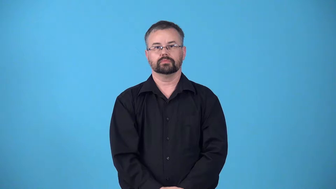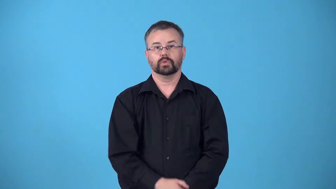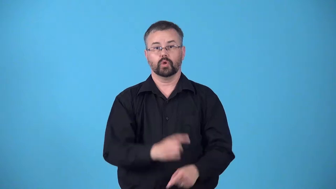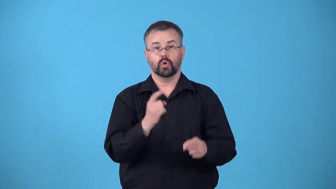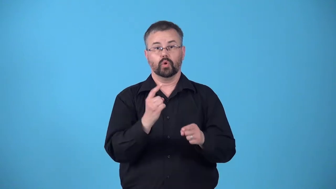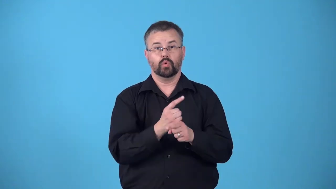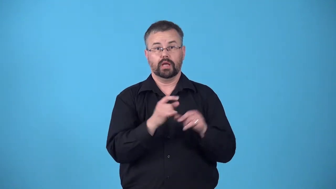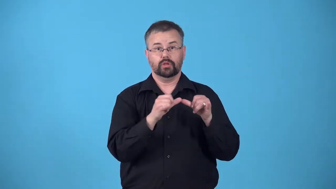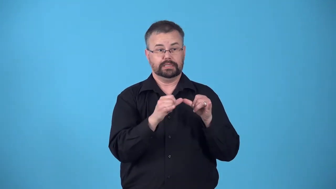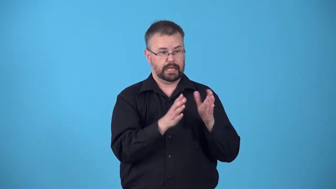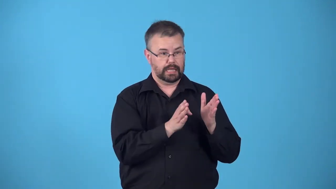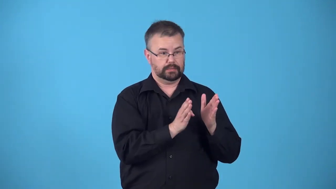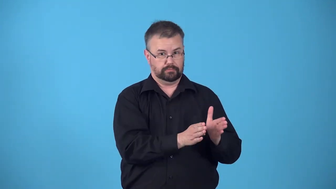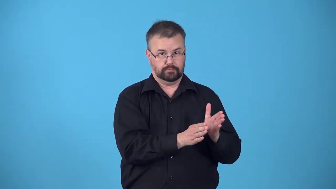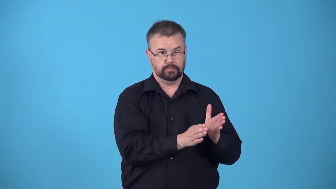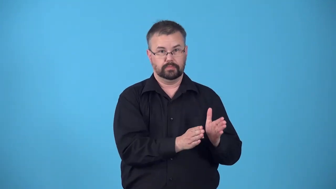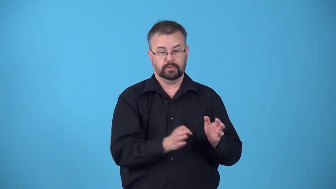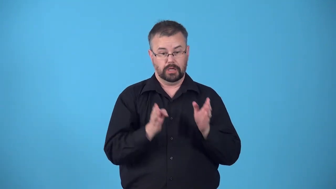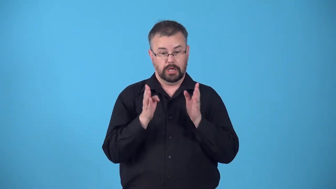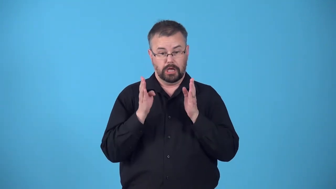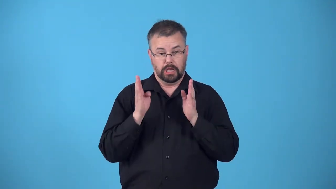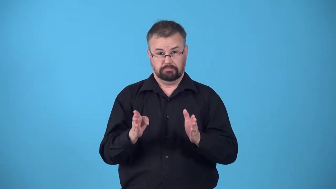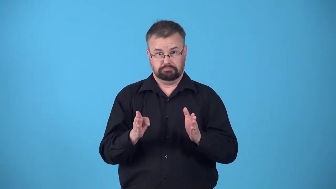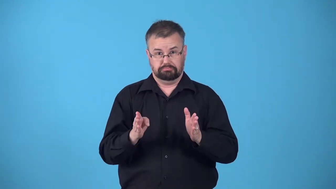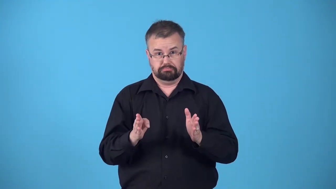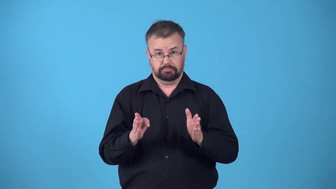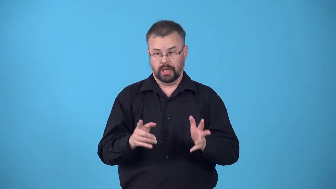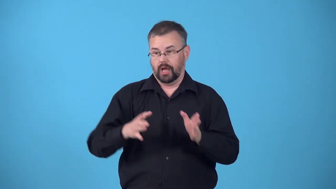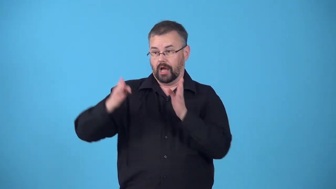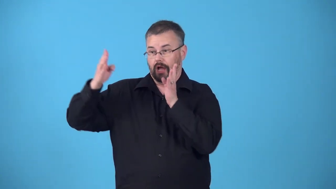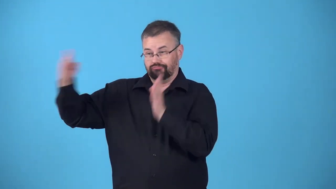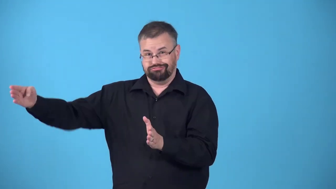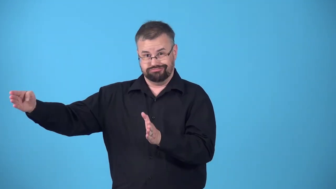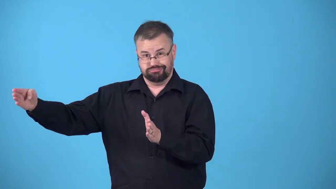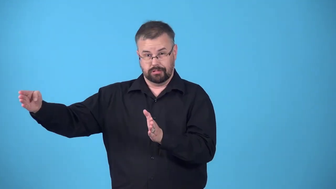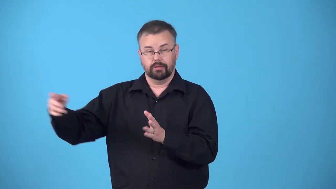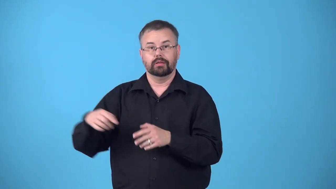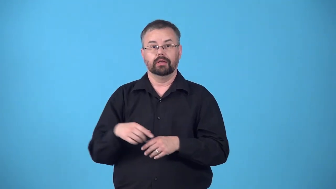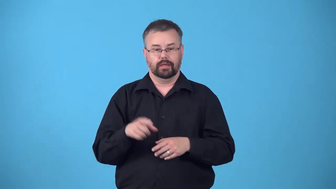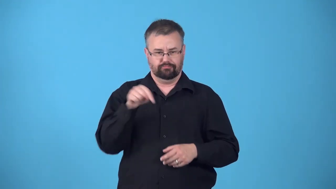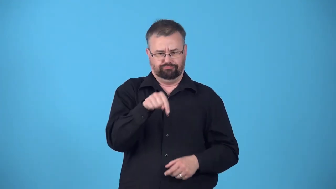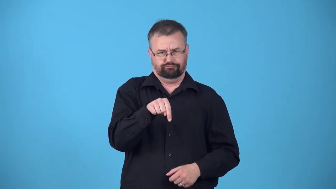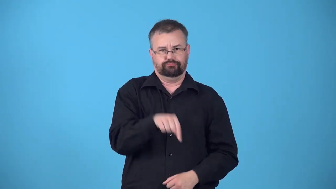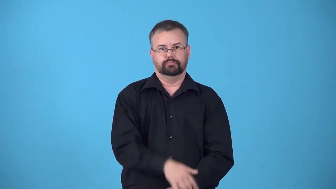queensize